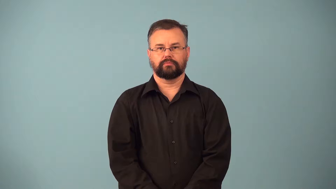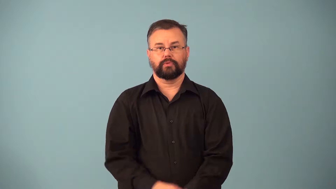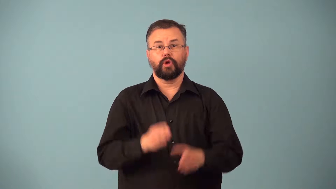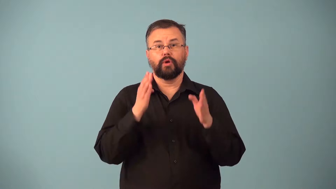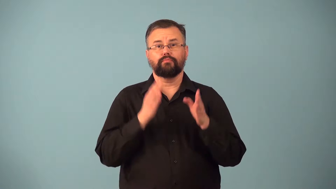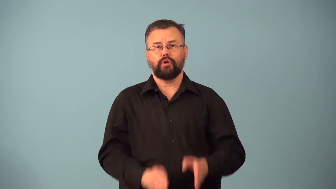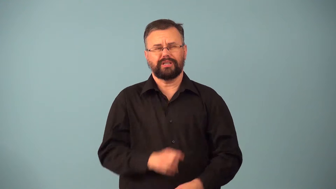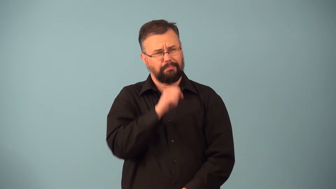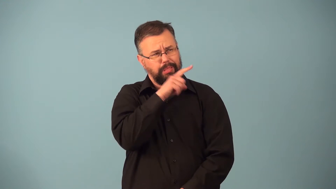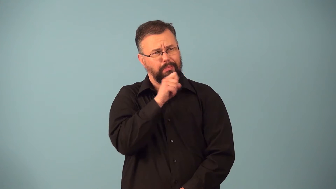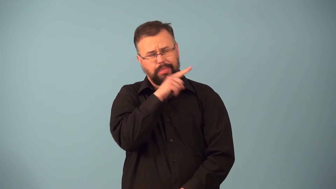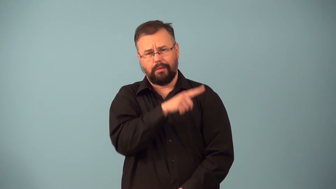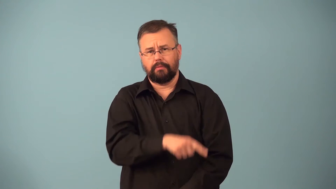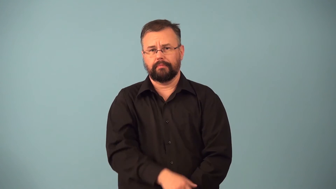squealer,tattler,tattletale